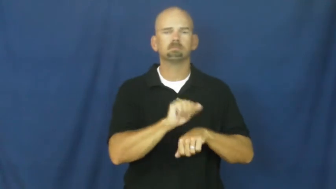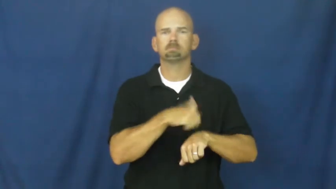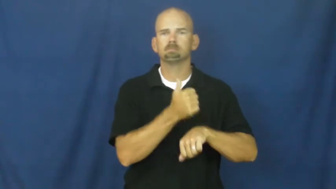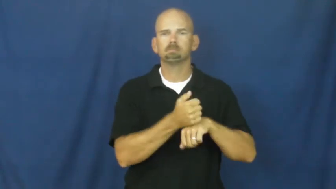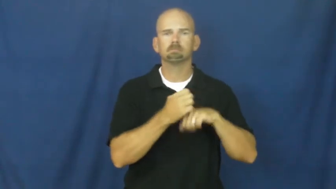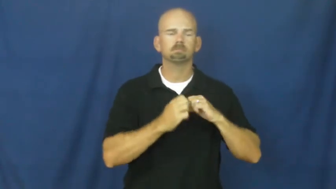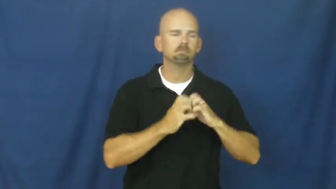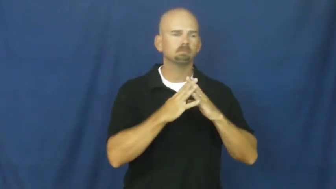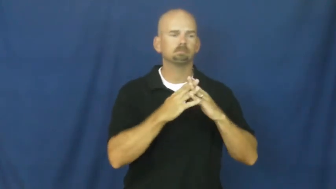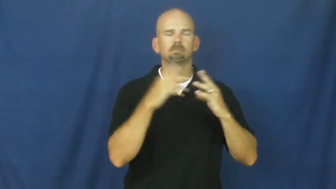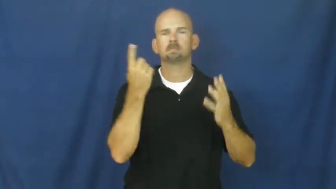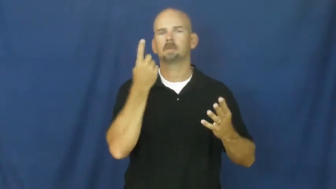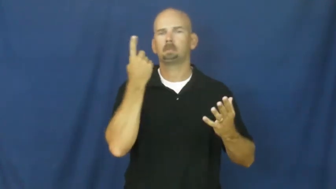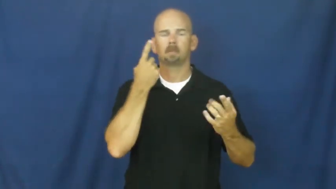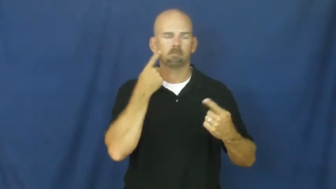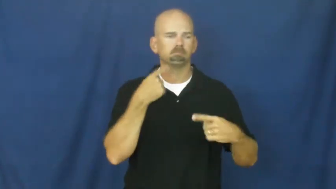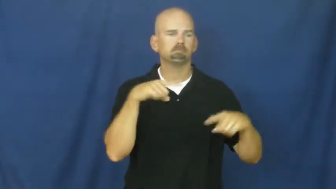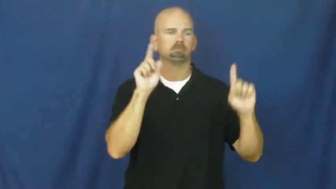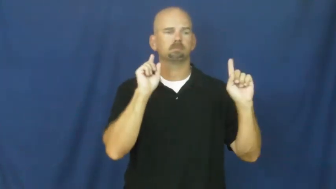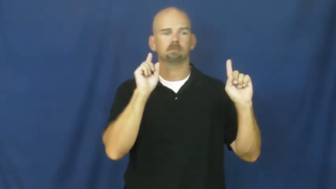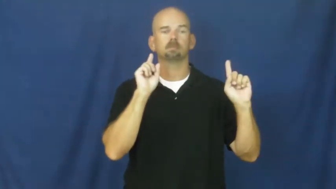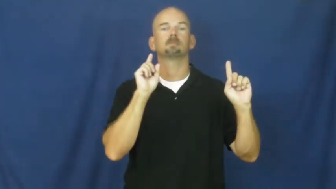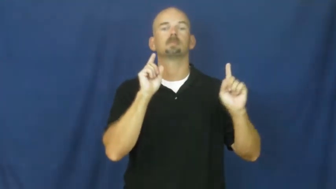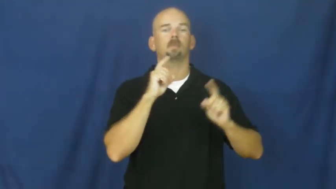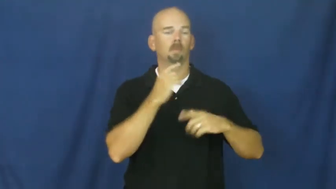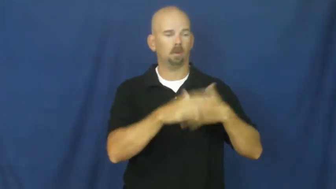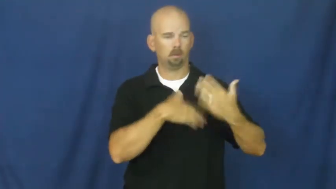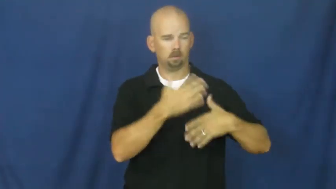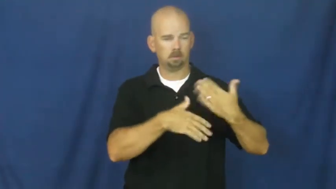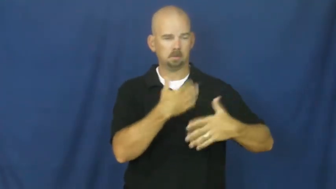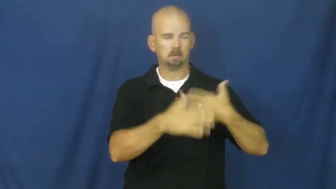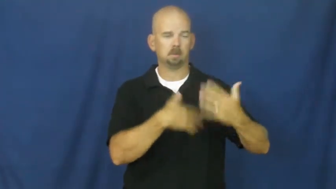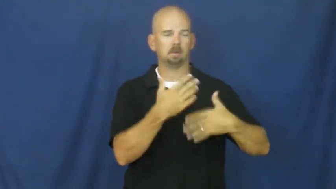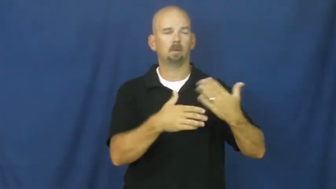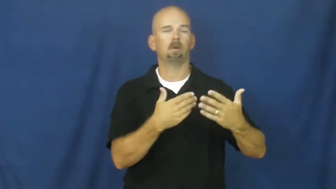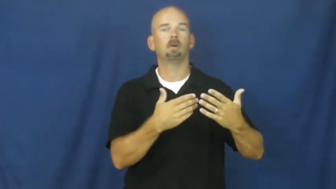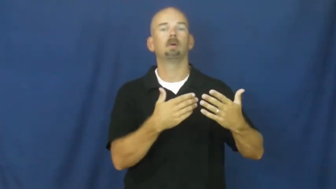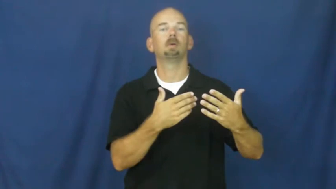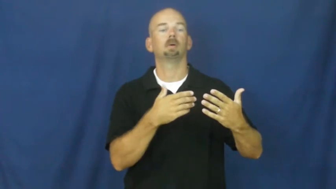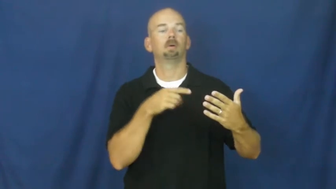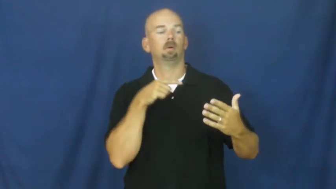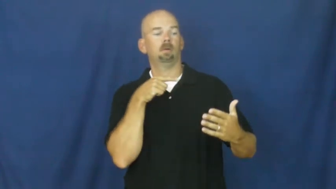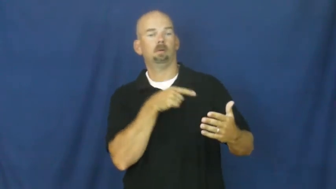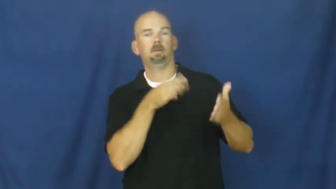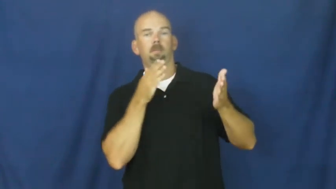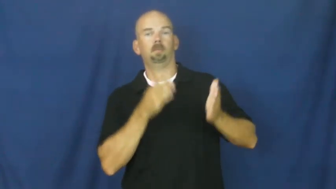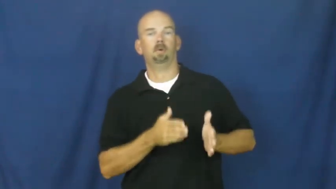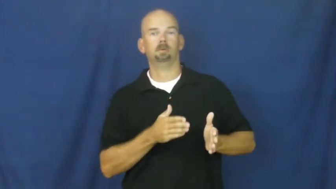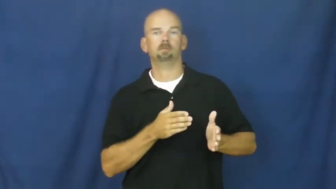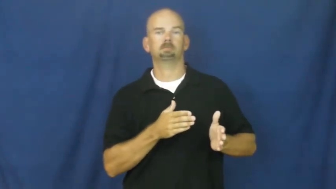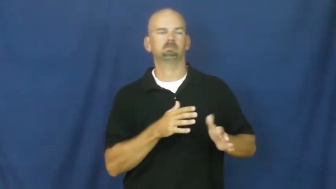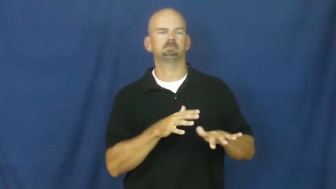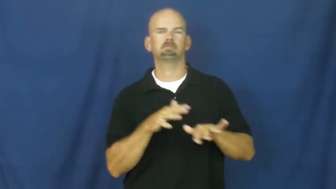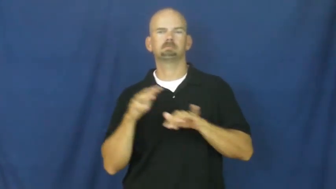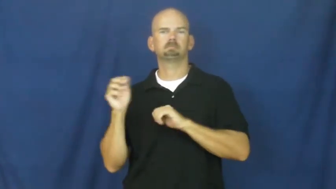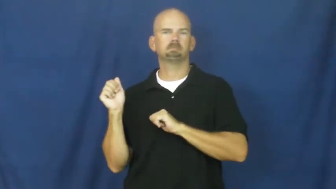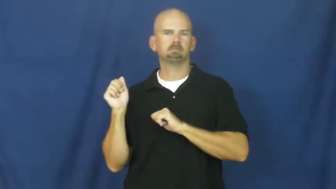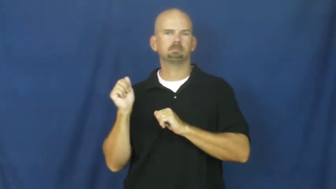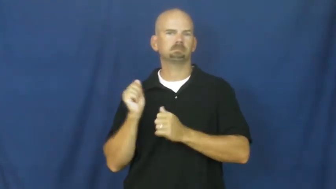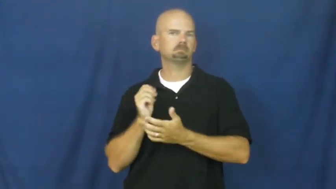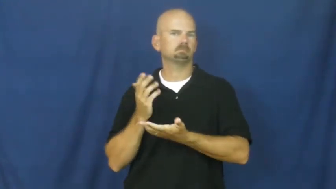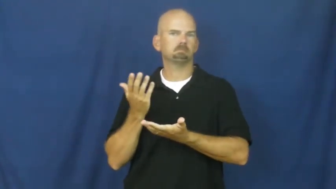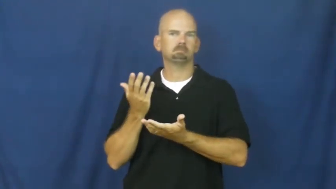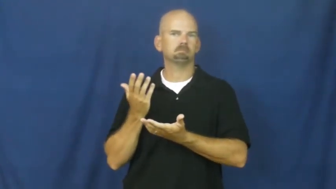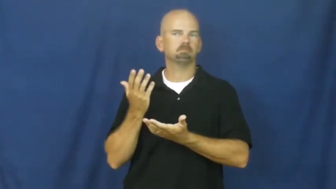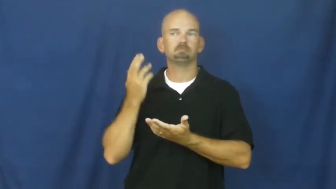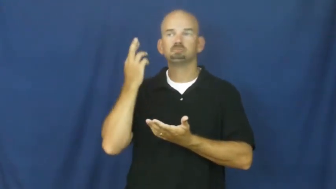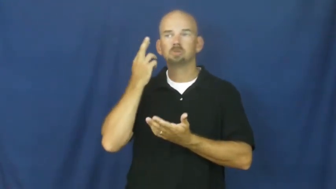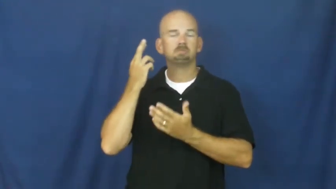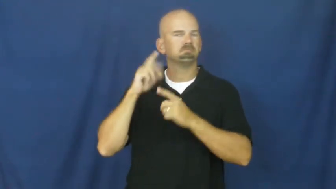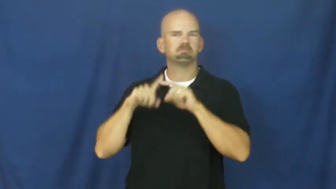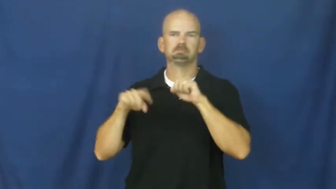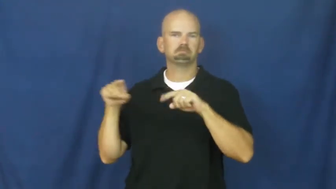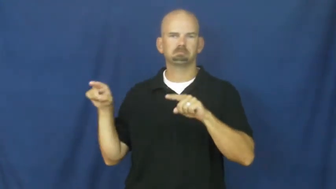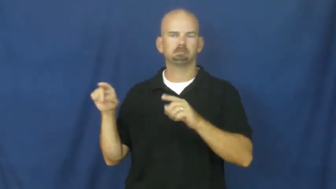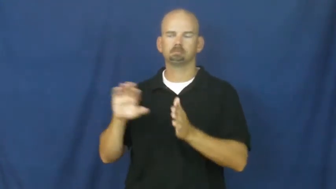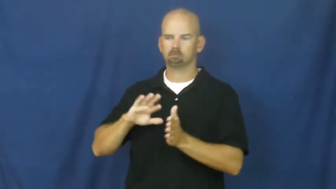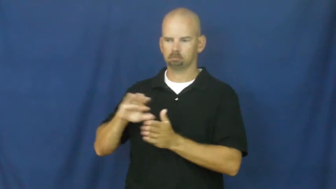legacy